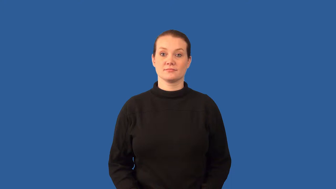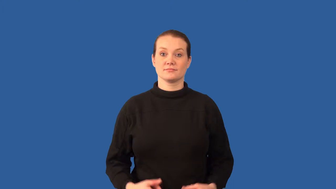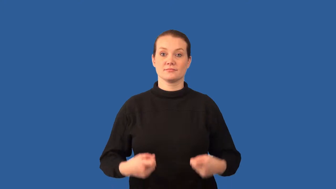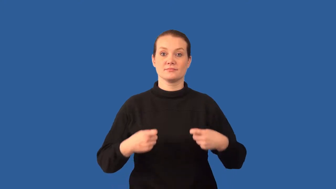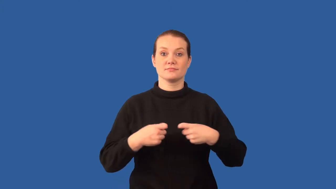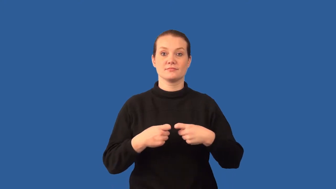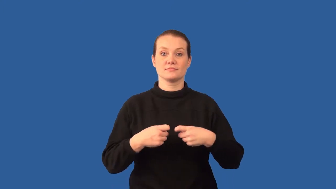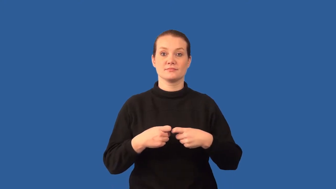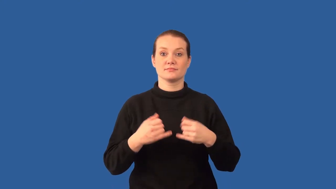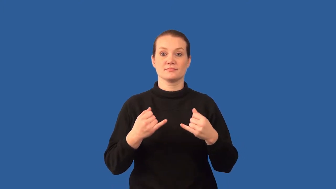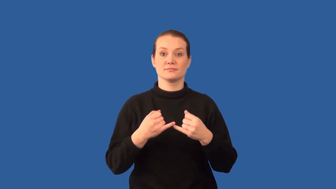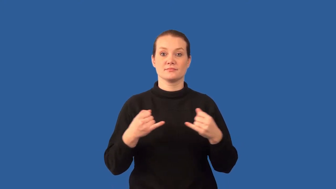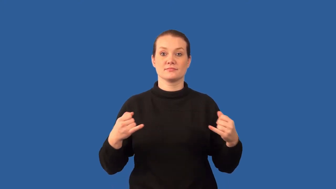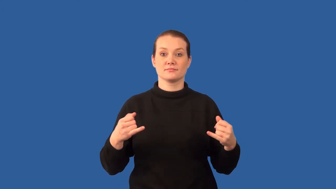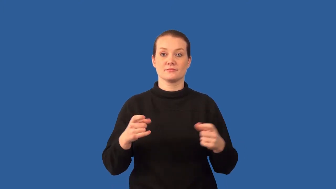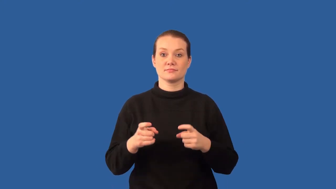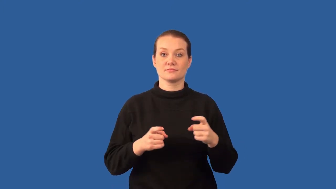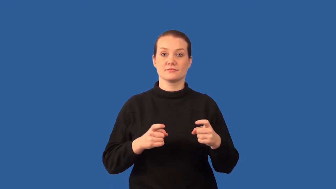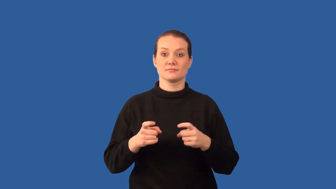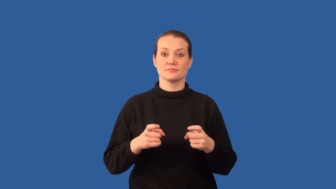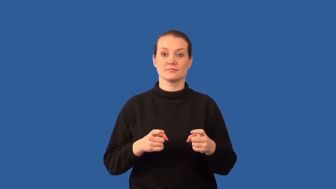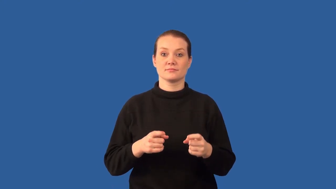resistor